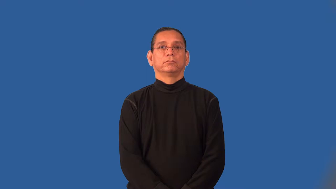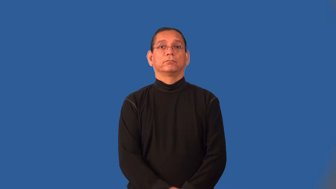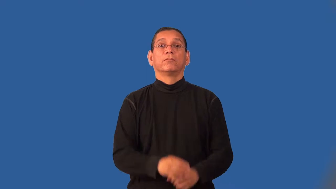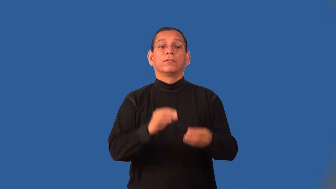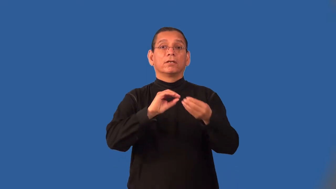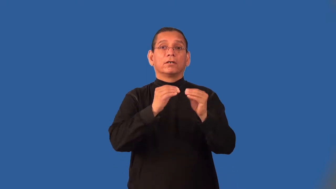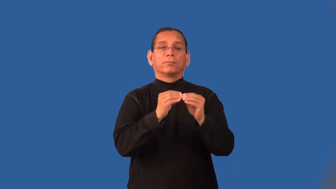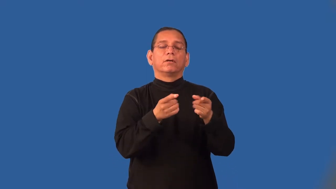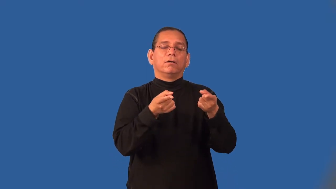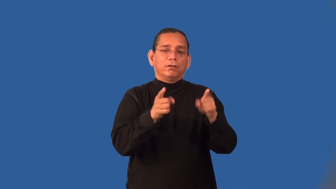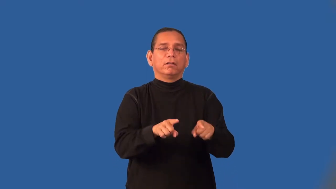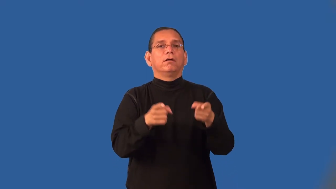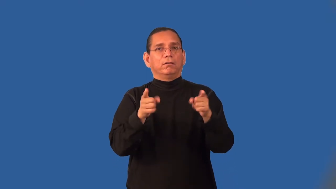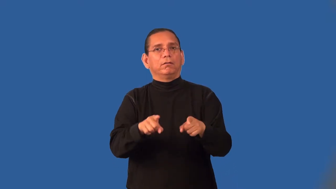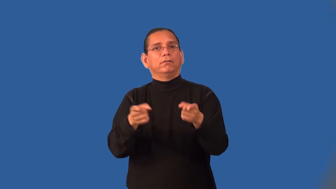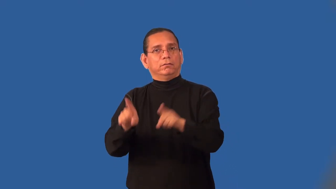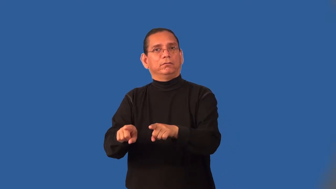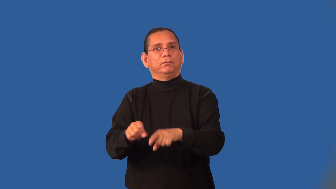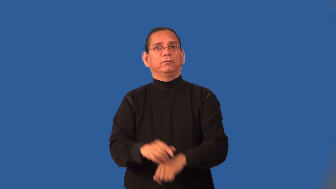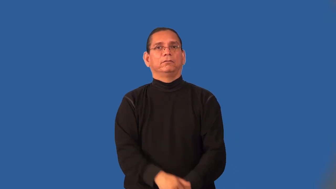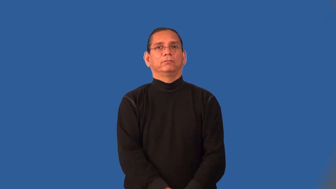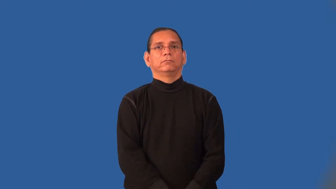incidence